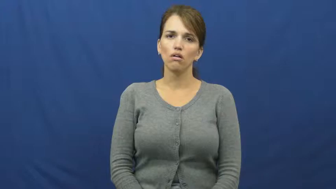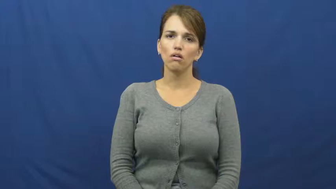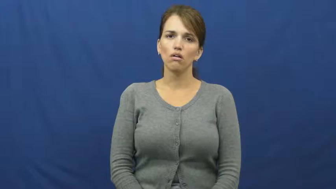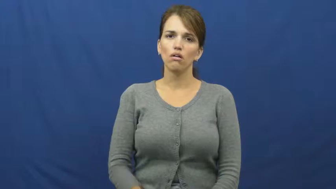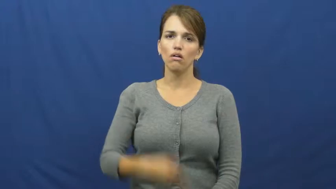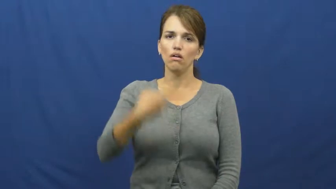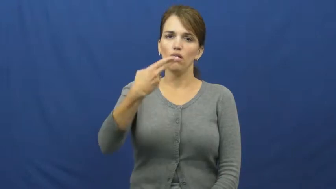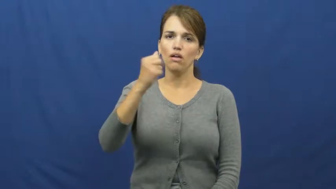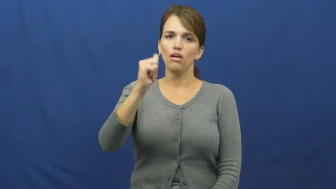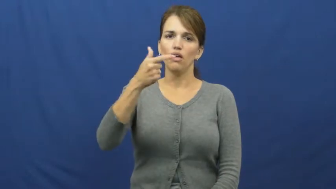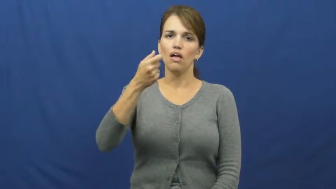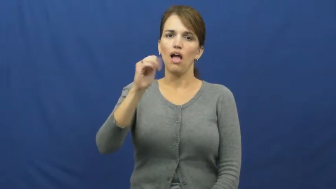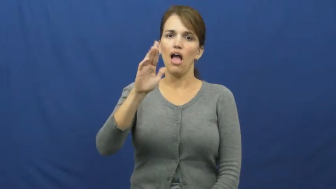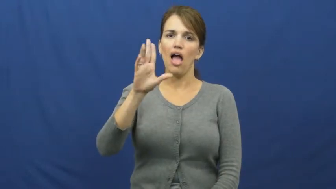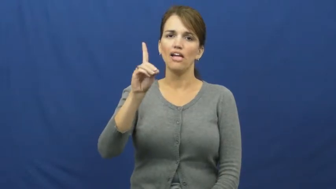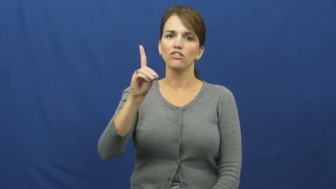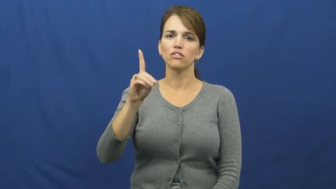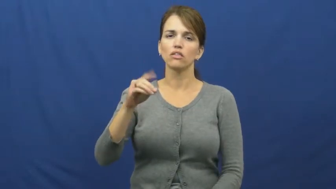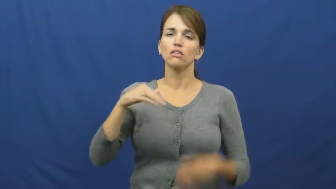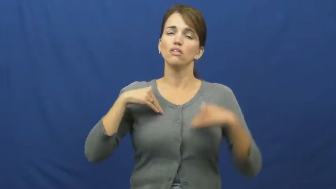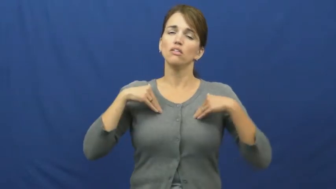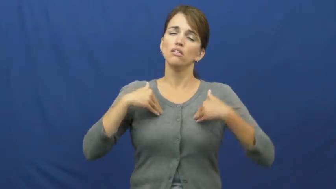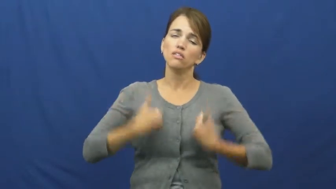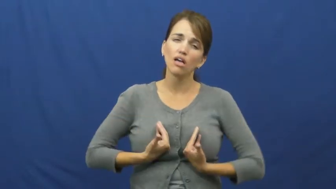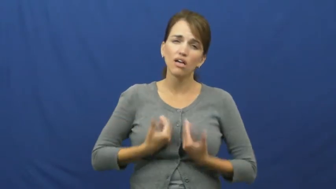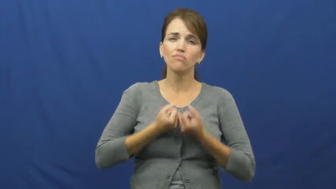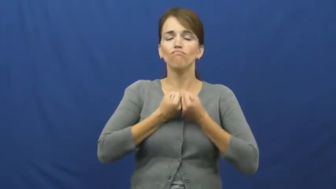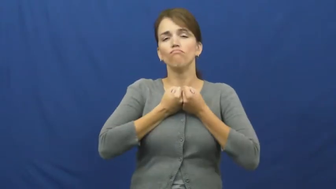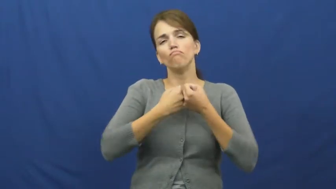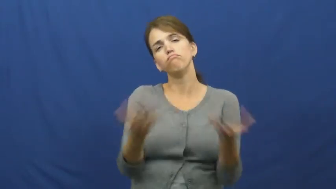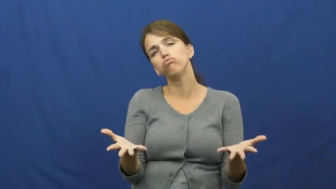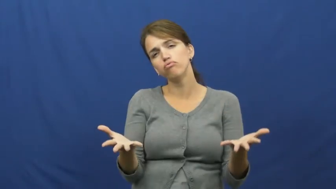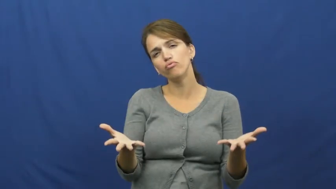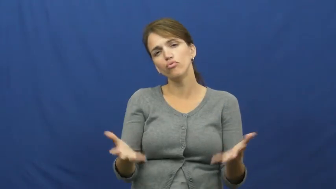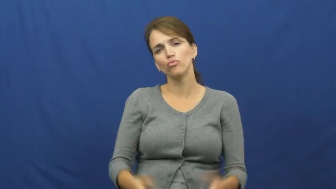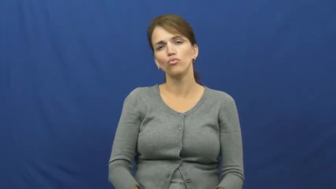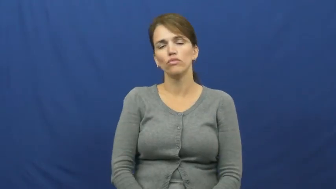haggard